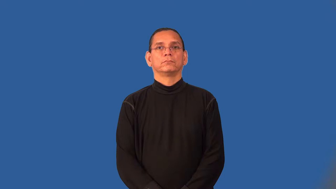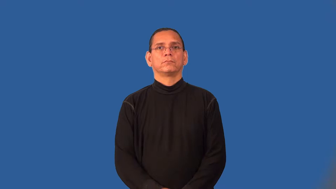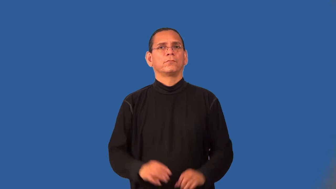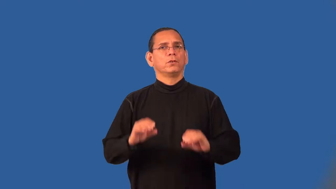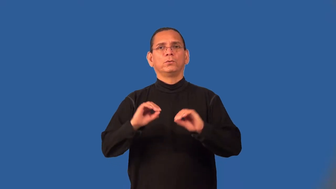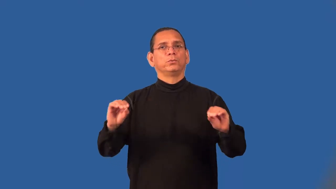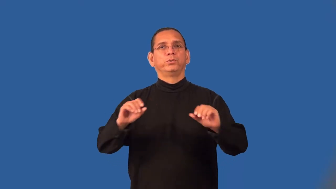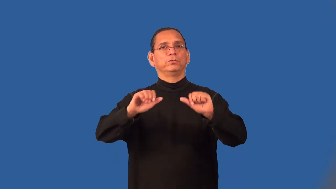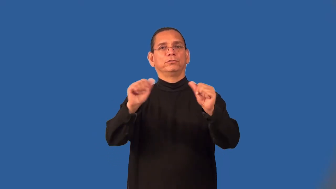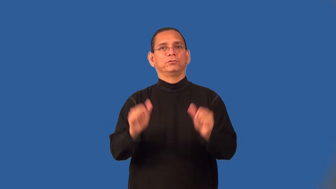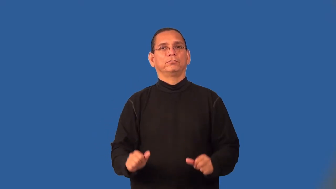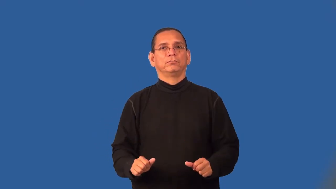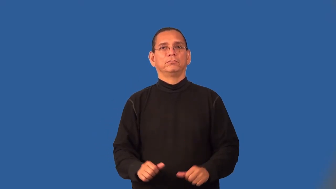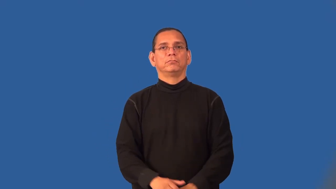shapeless,amorphous,formless